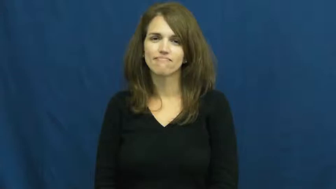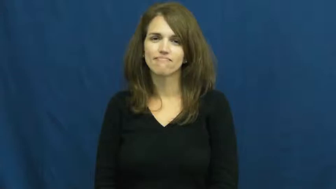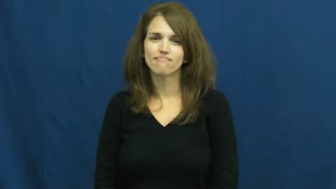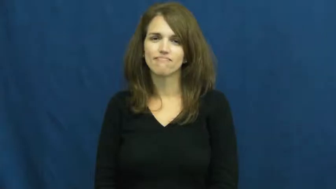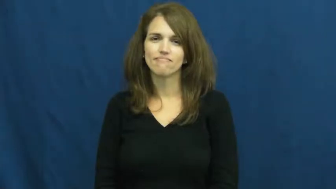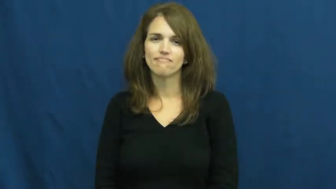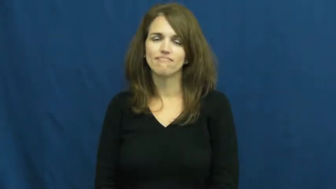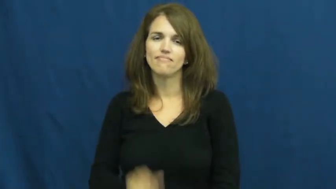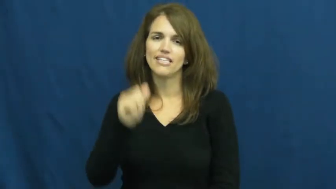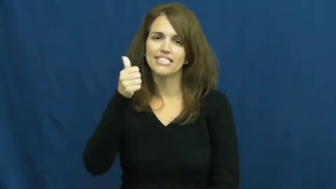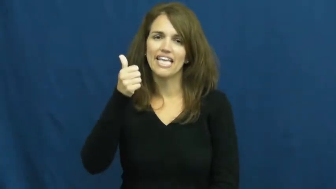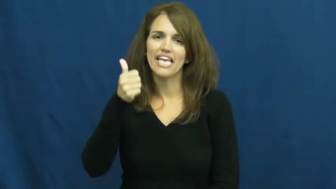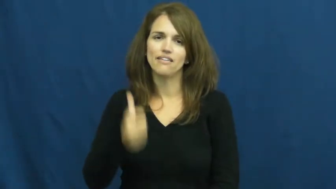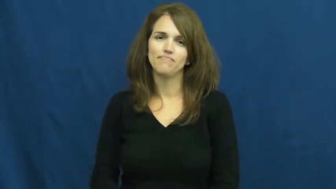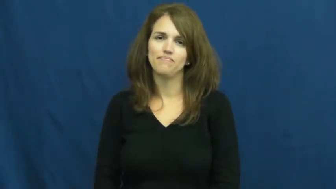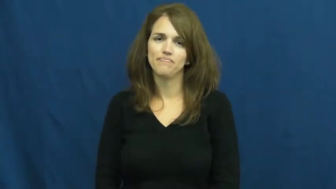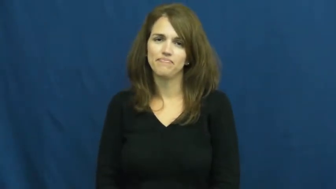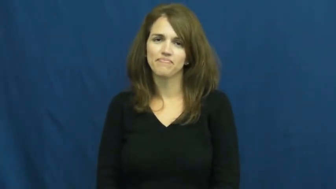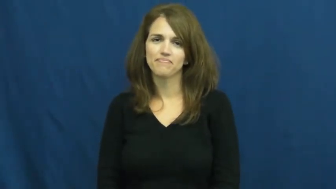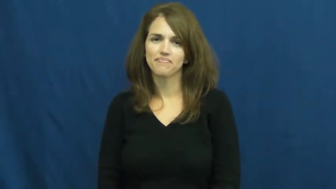ten